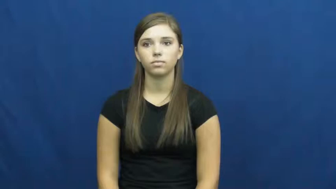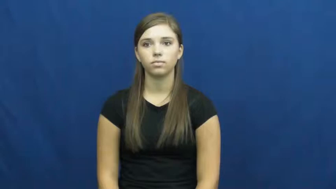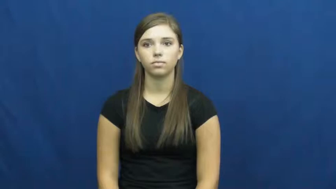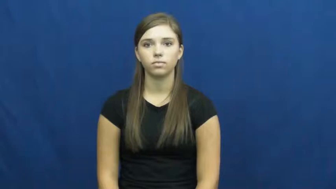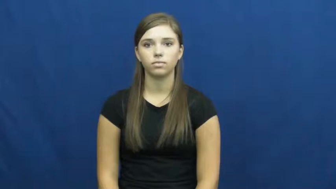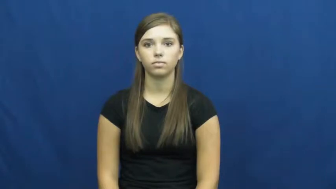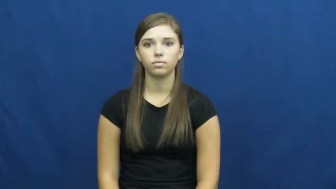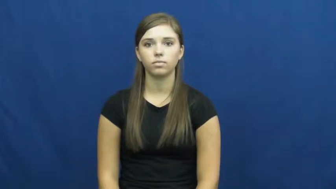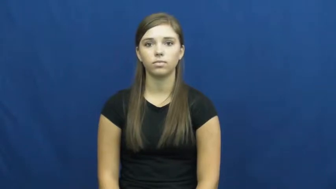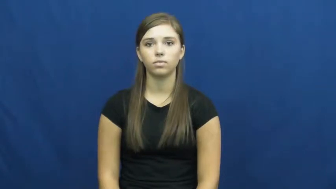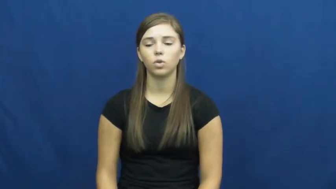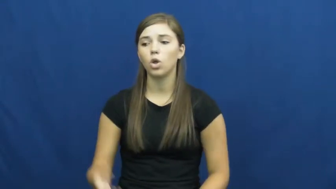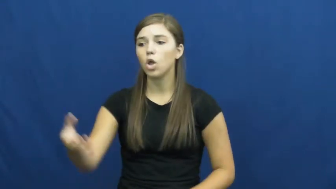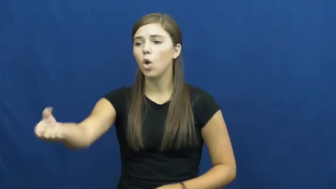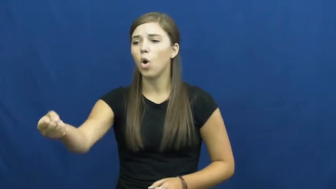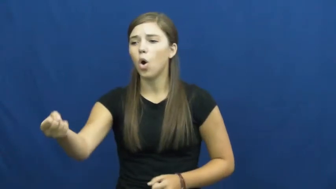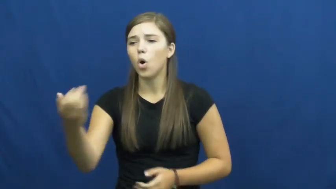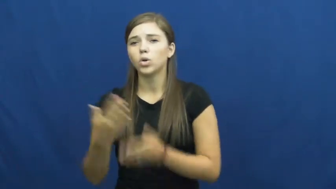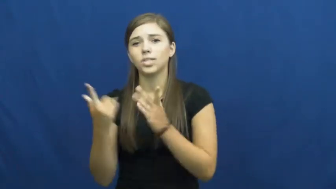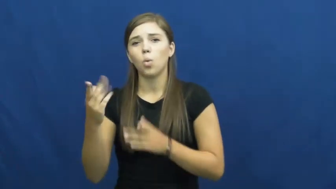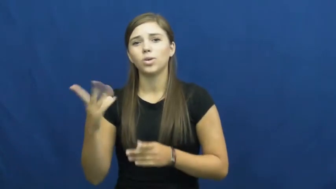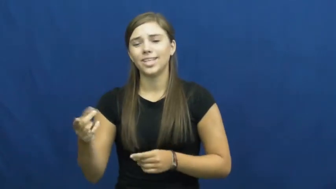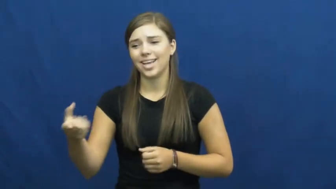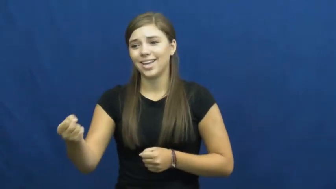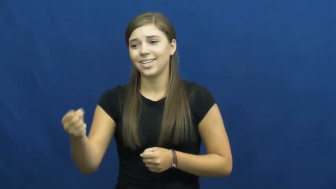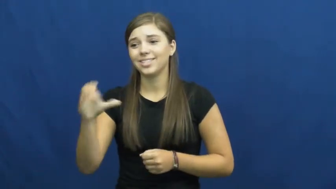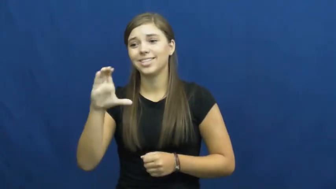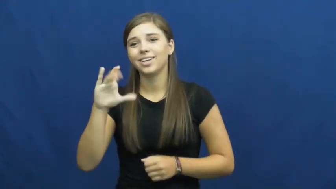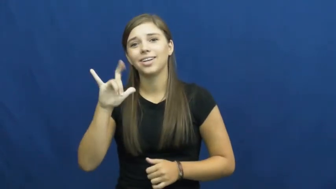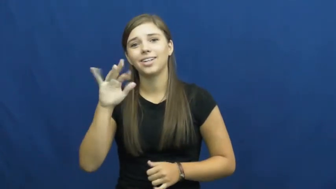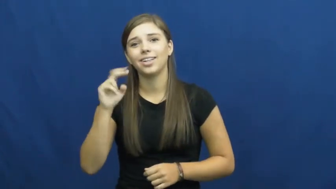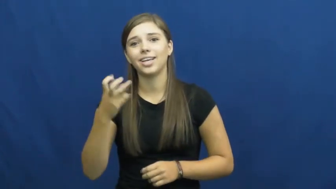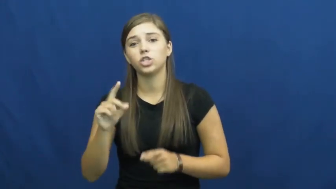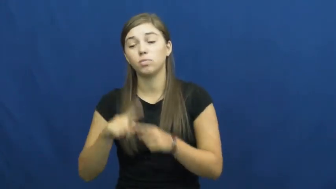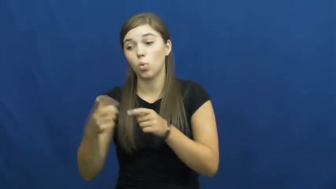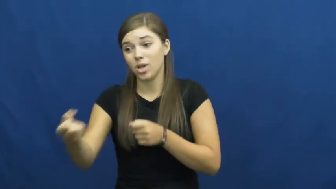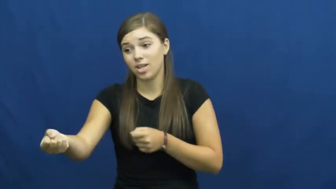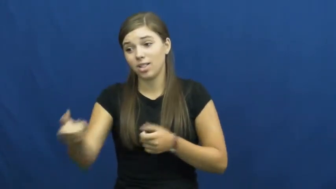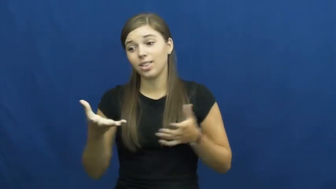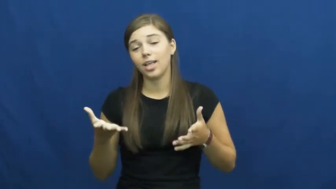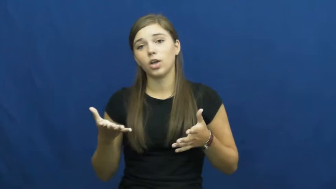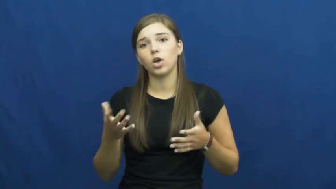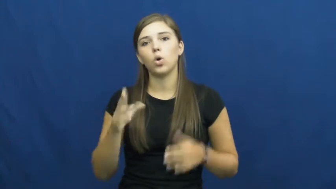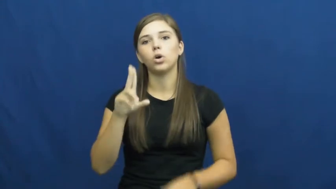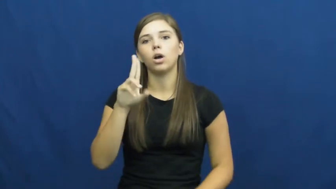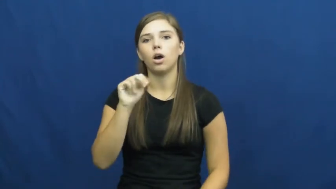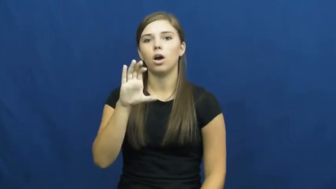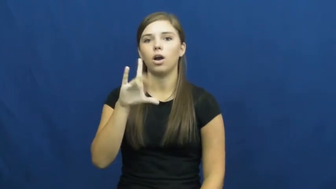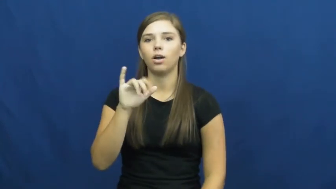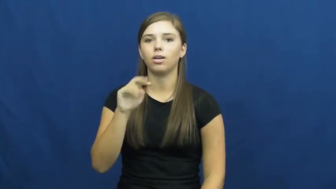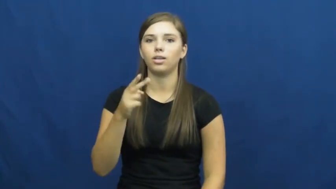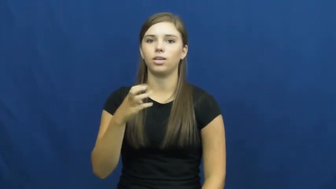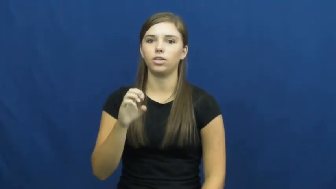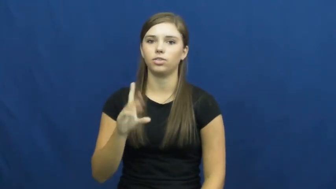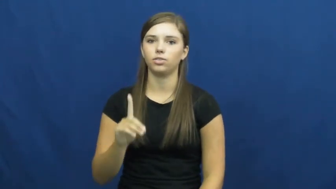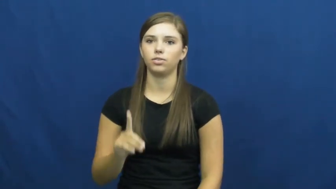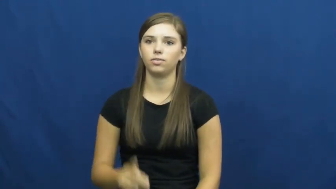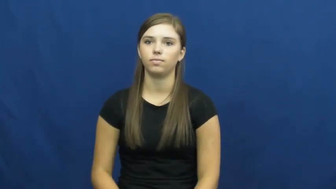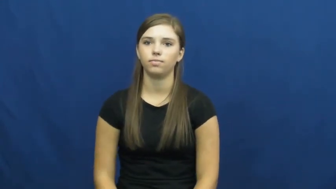unclinch